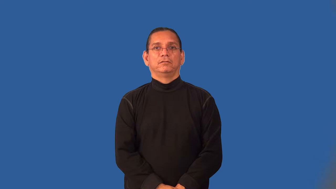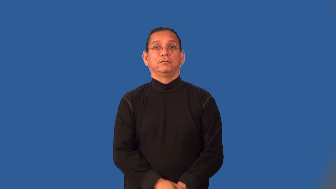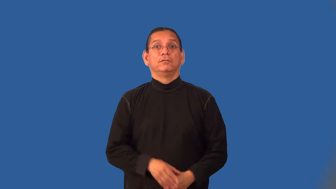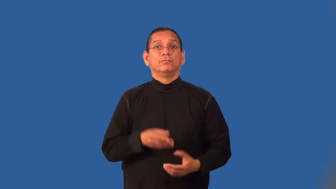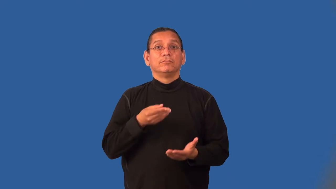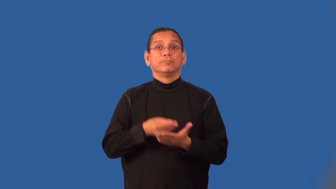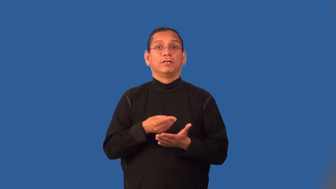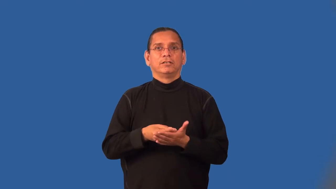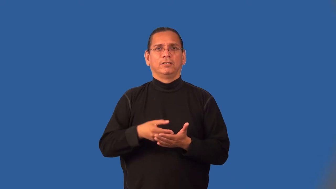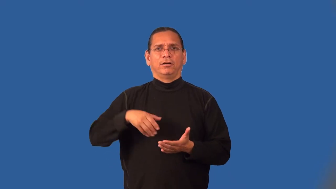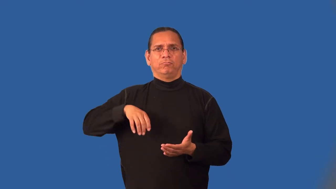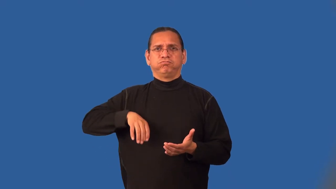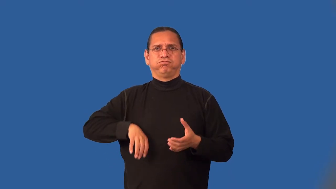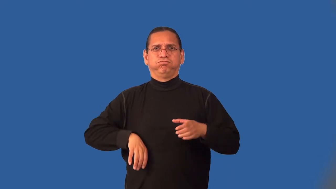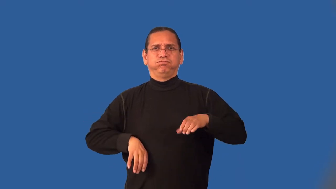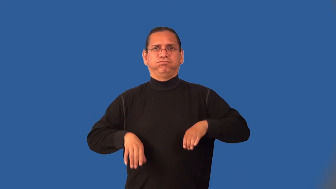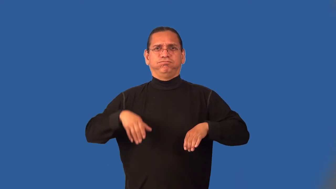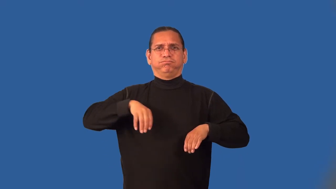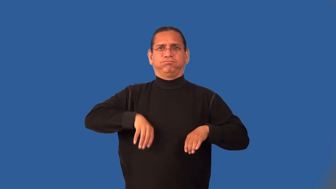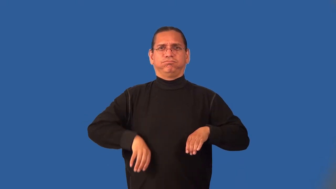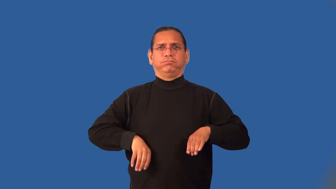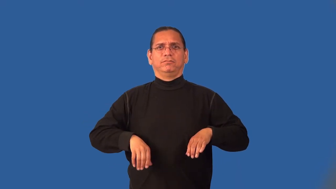lucrative